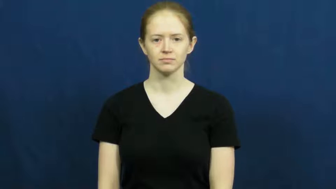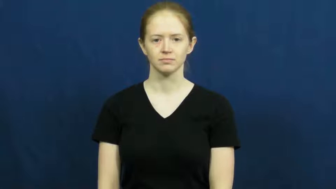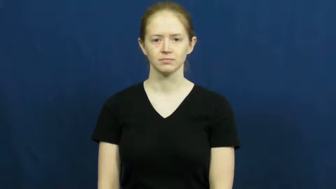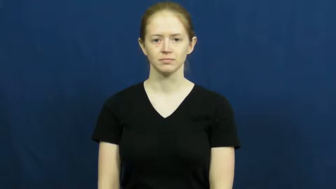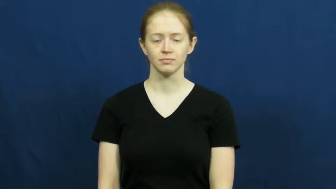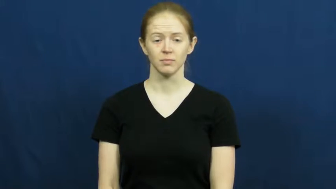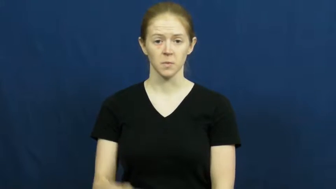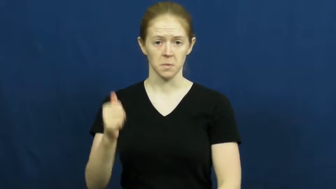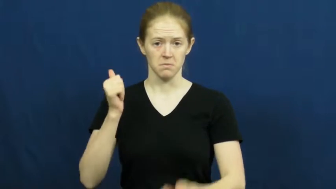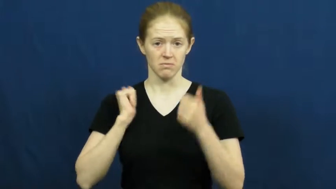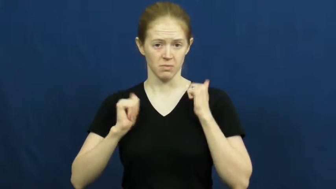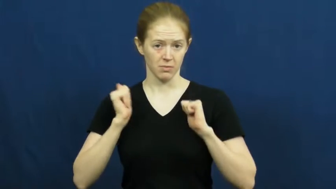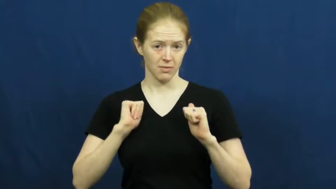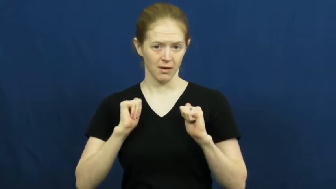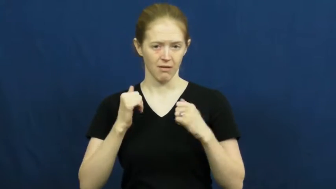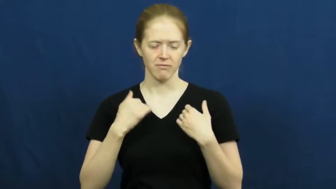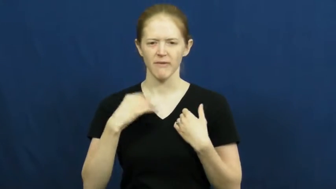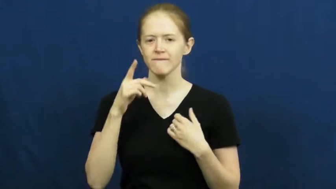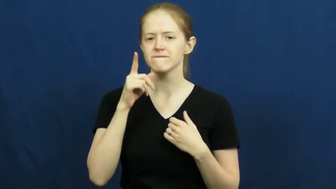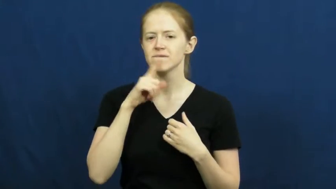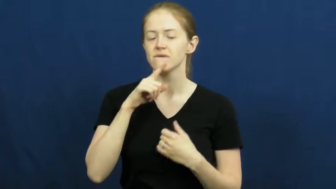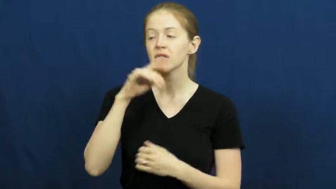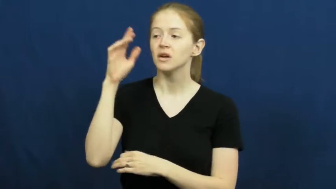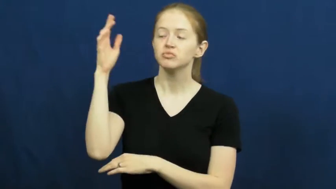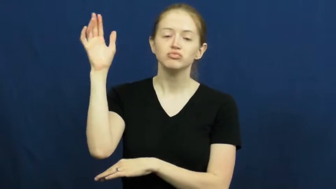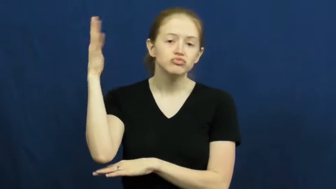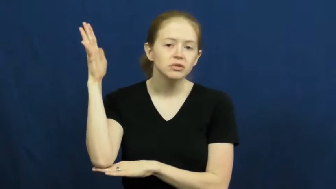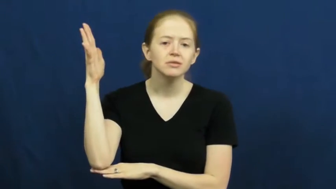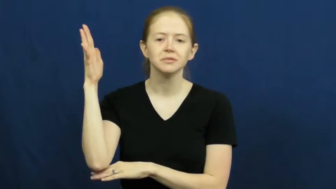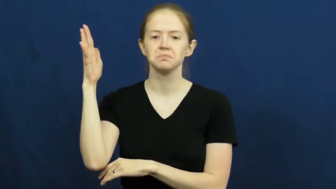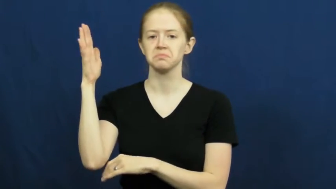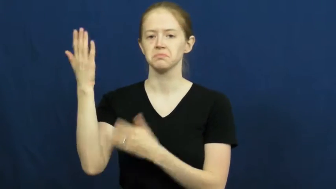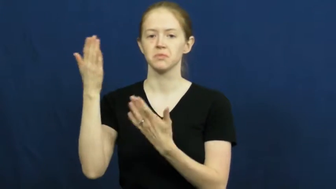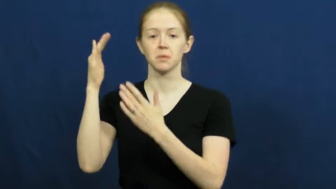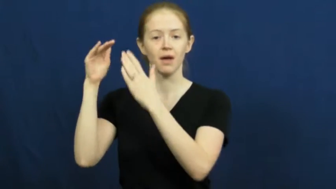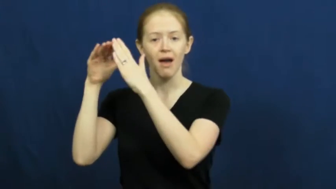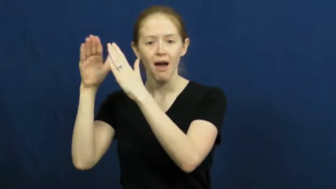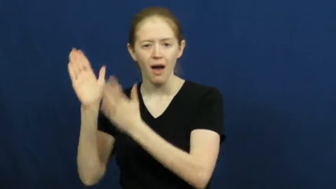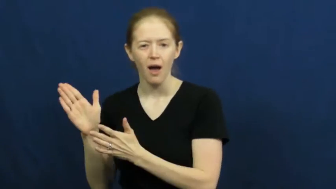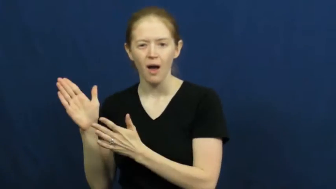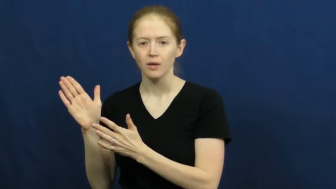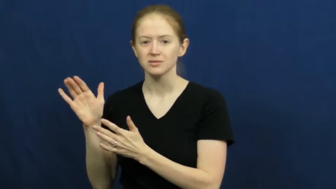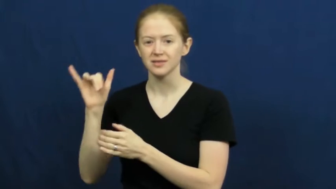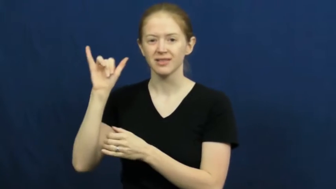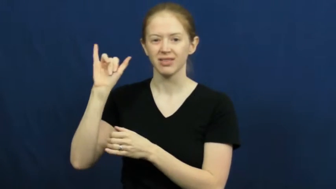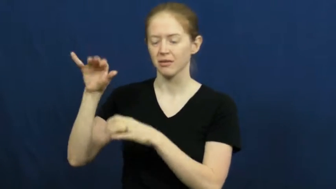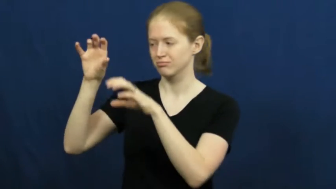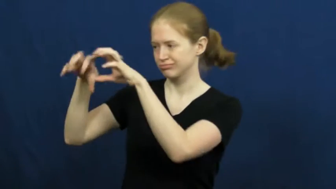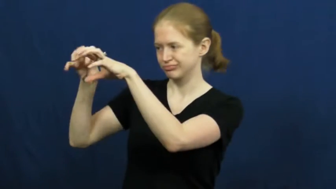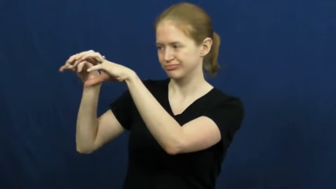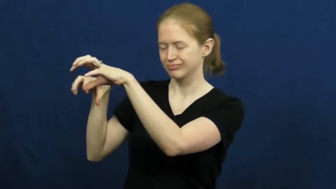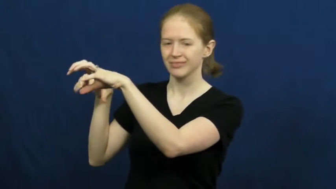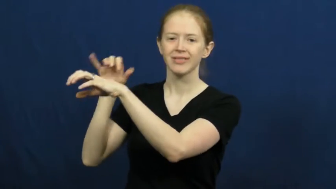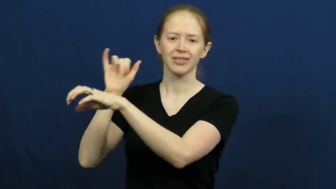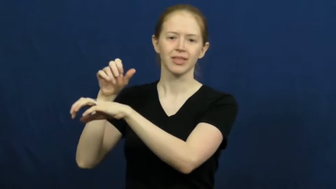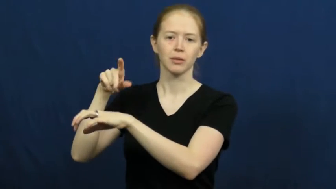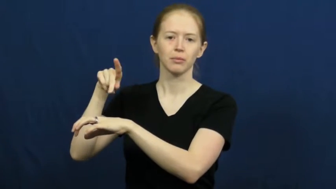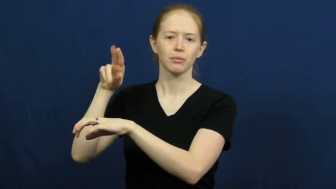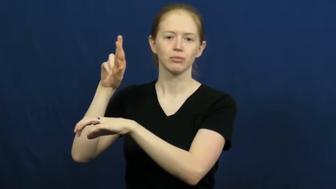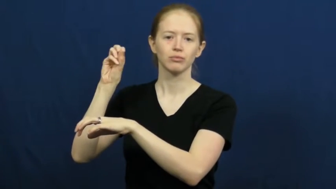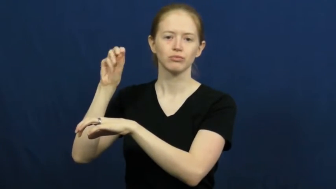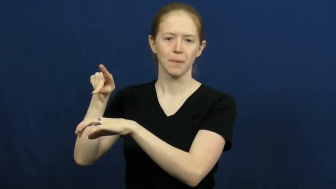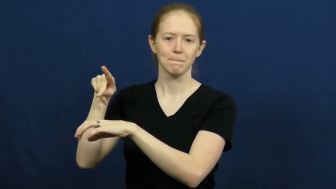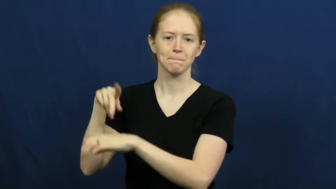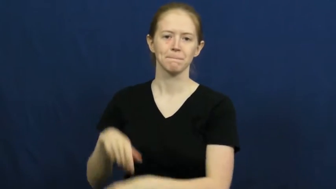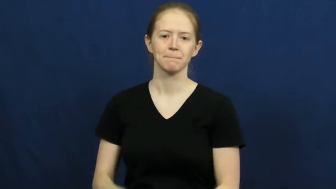prop-play